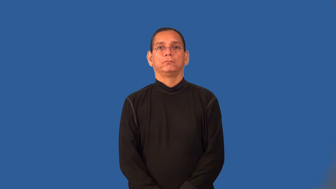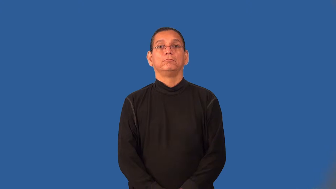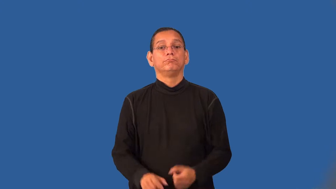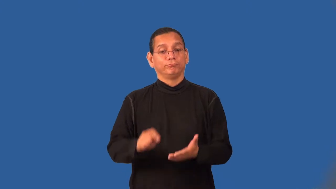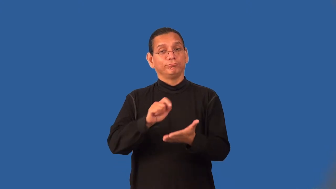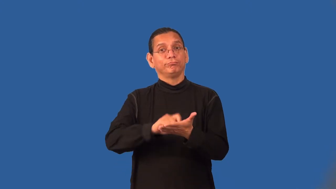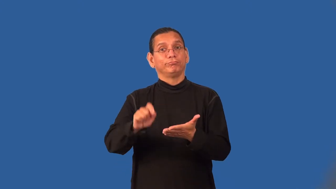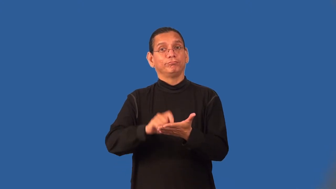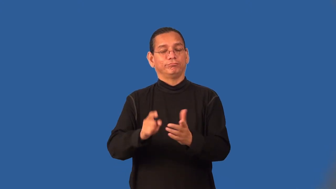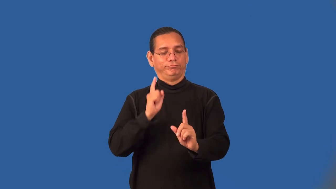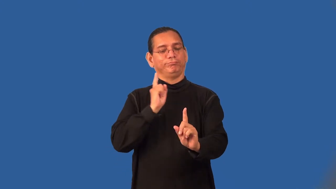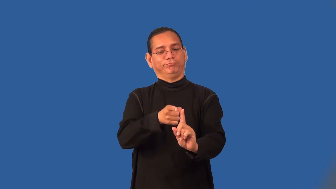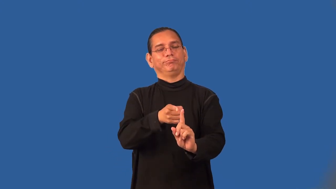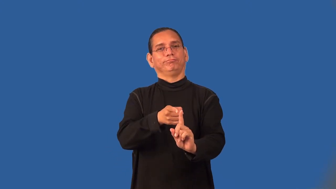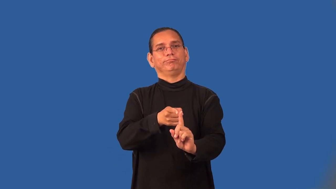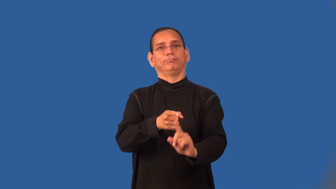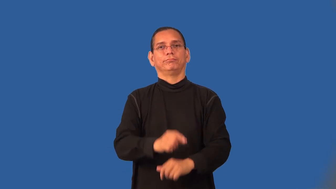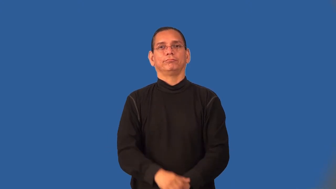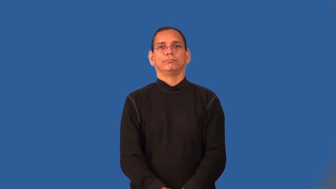treatise